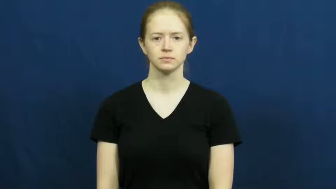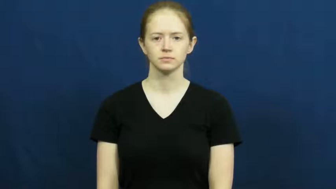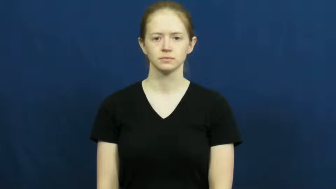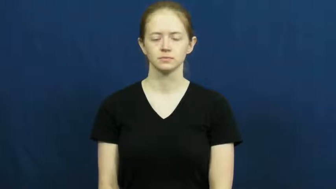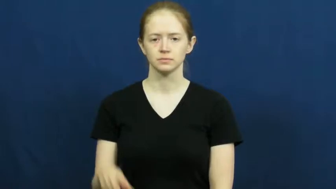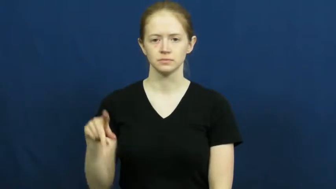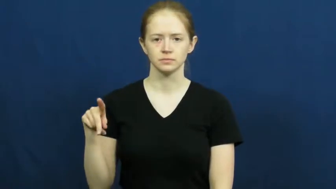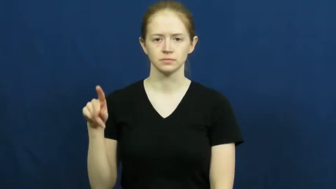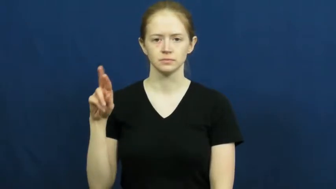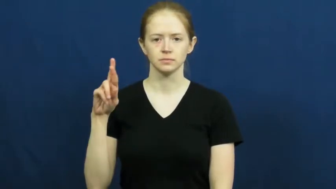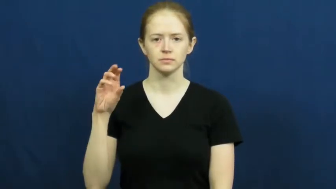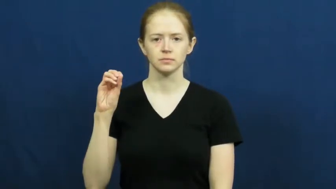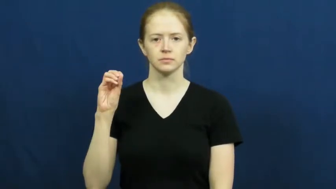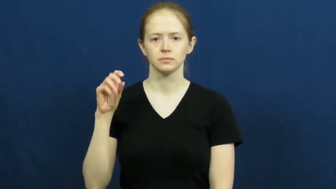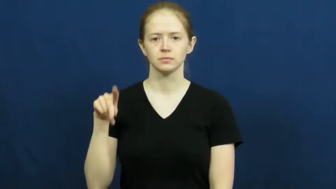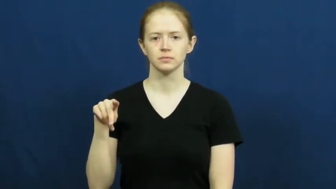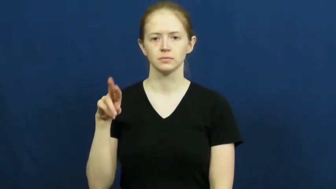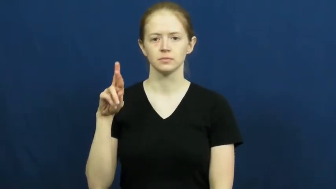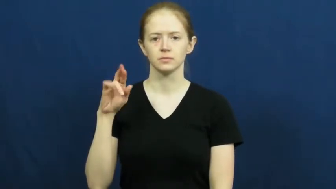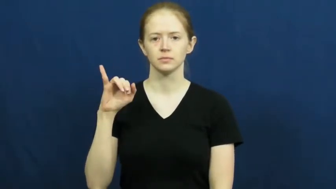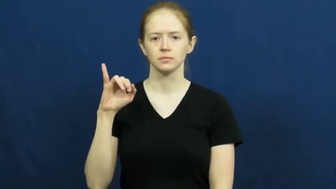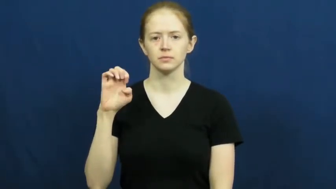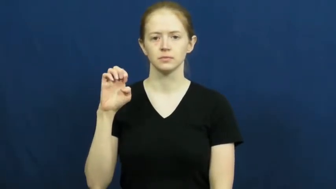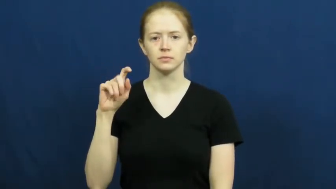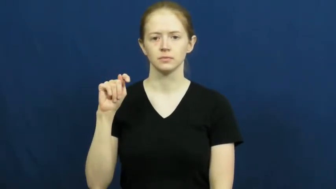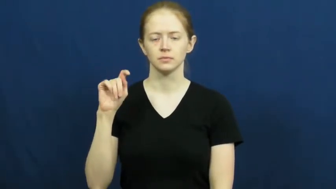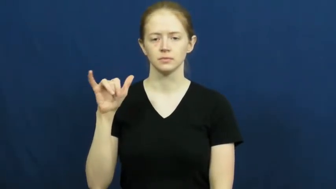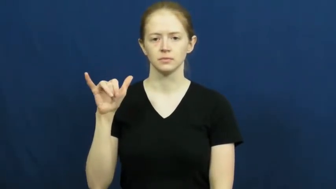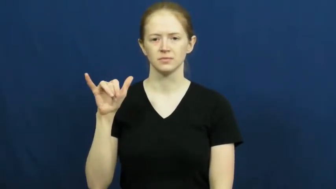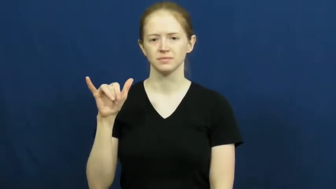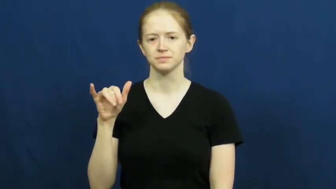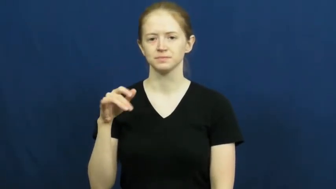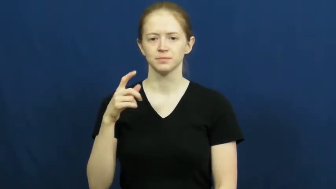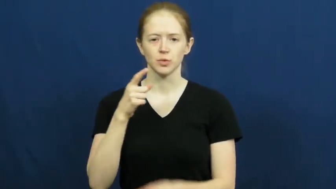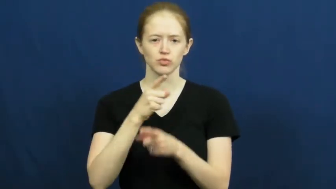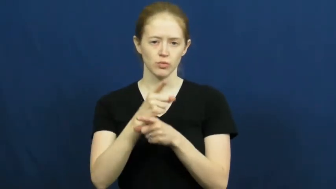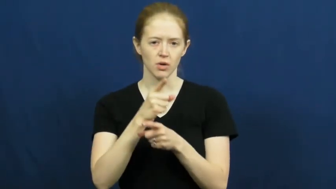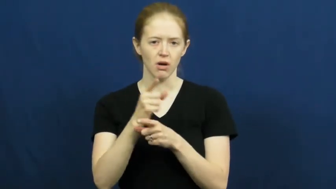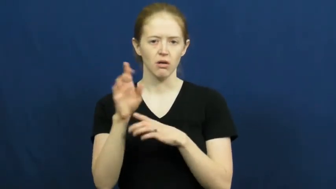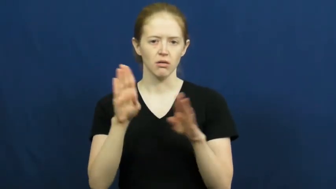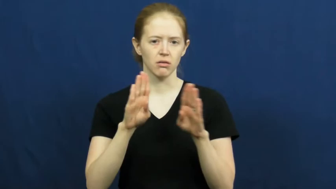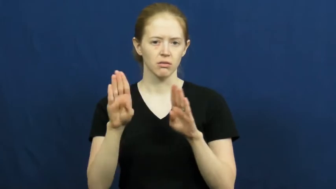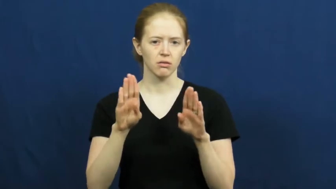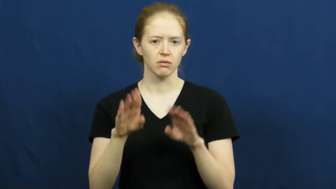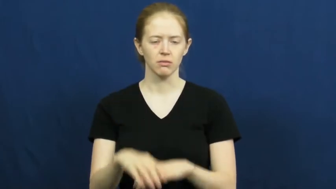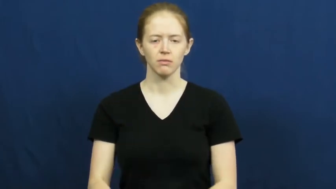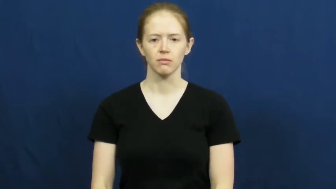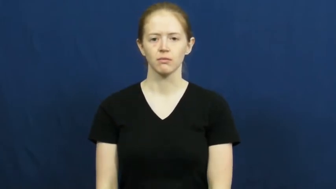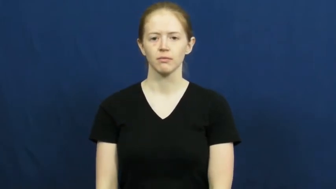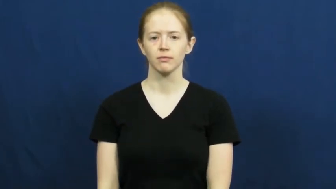propriety